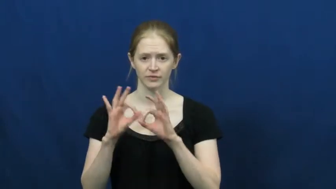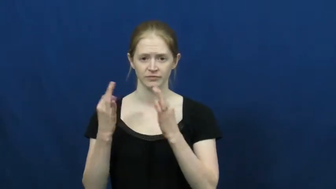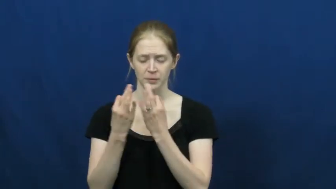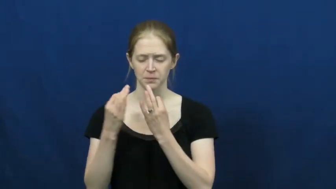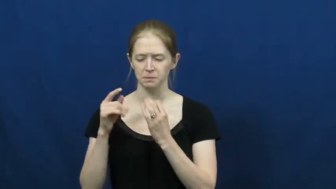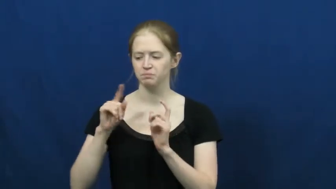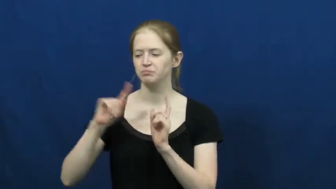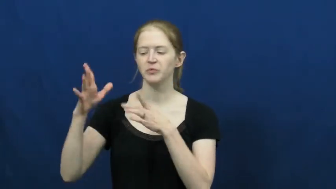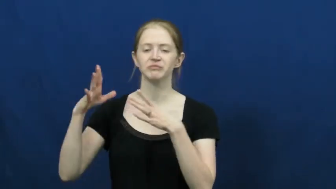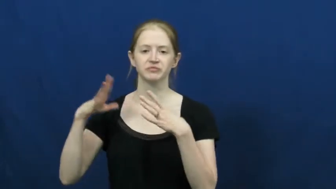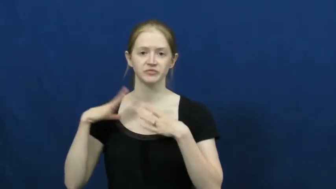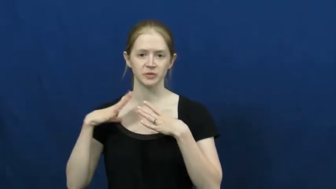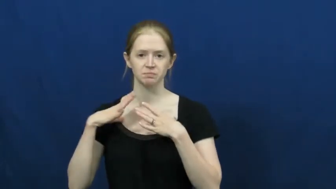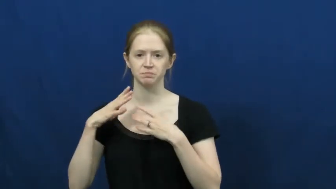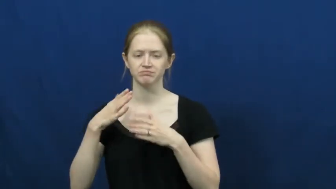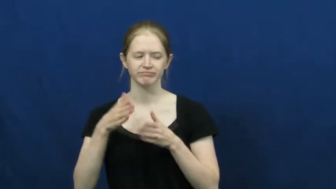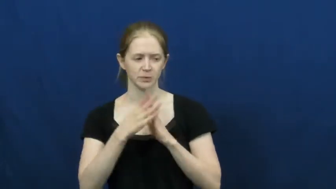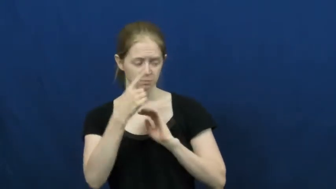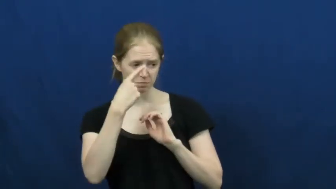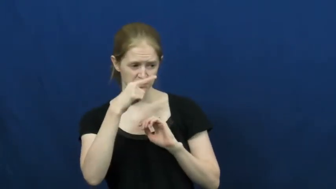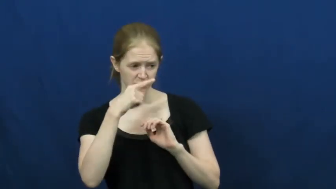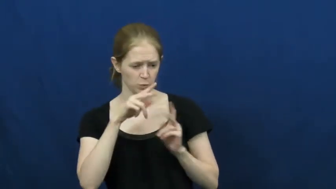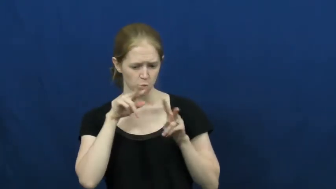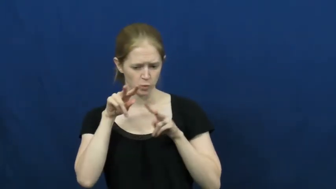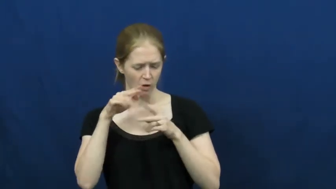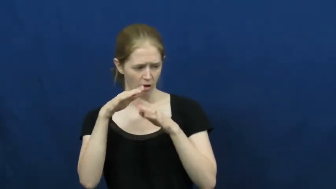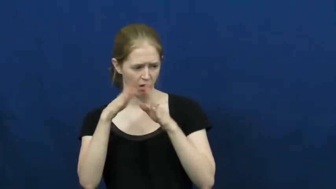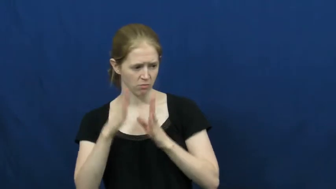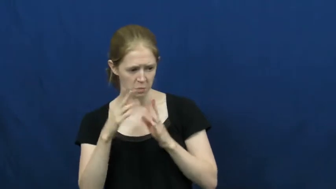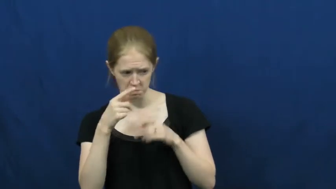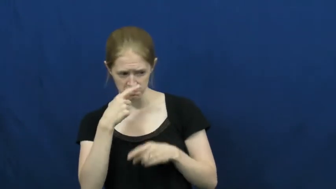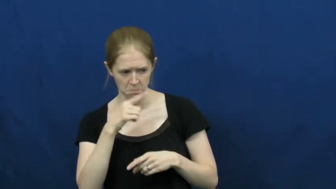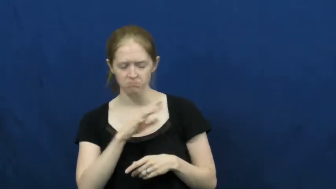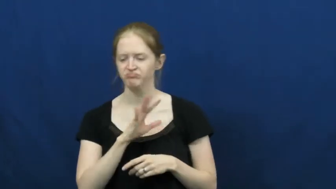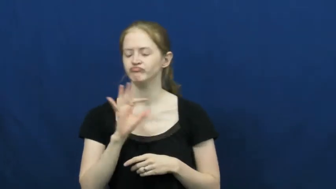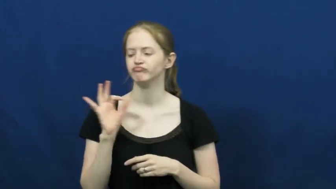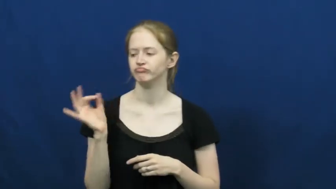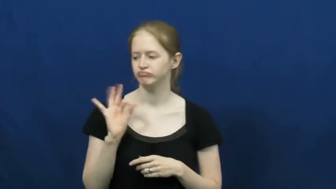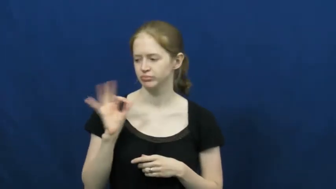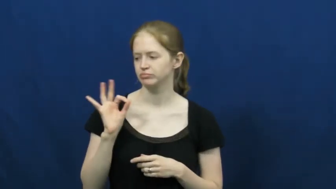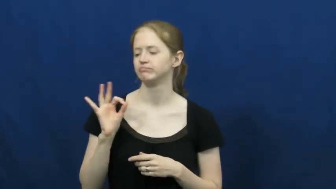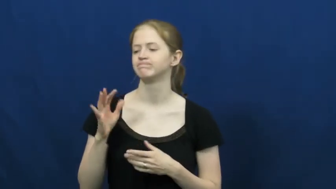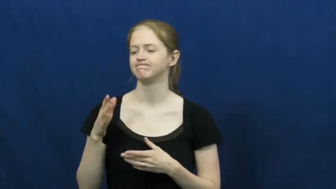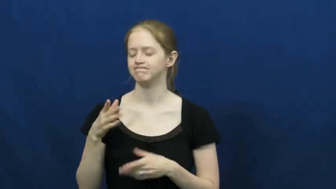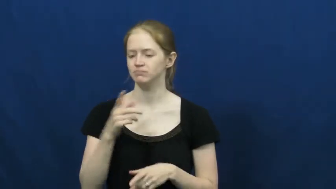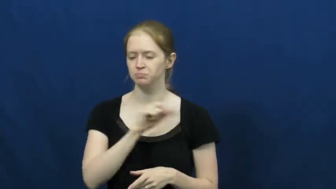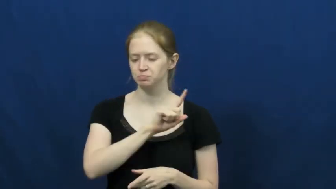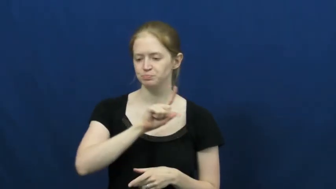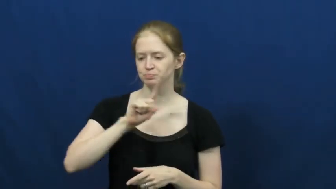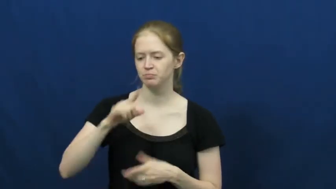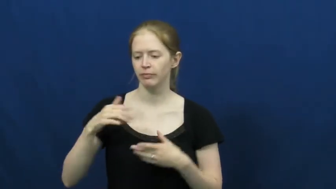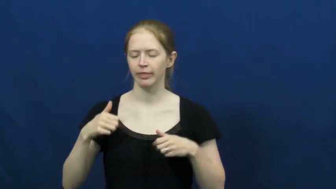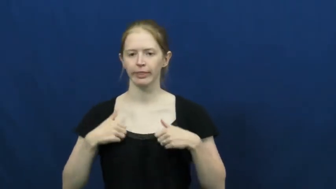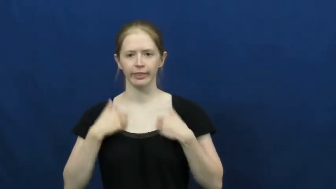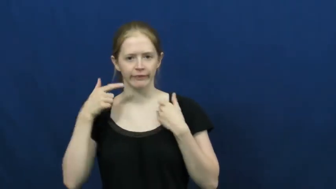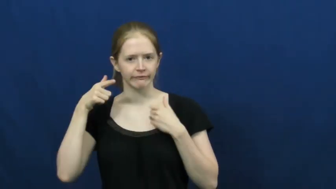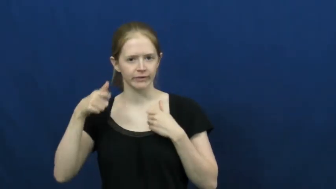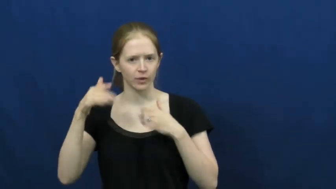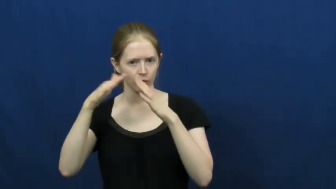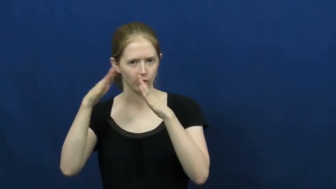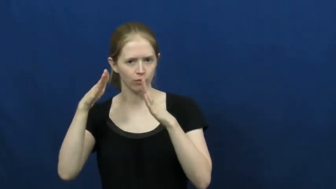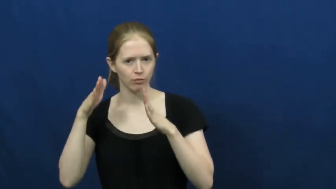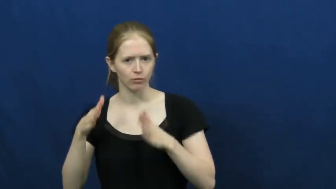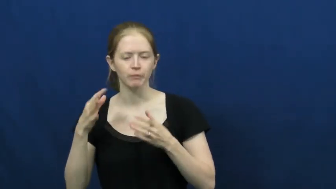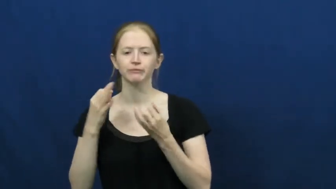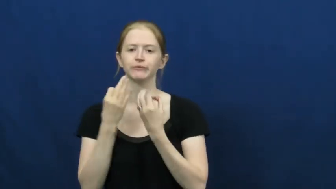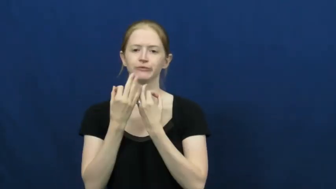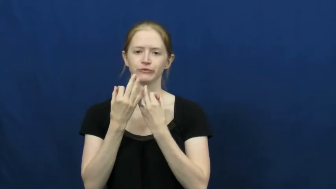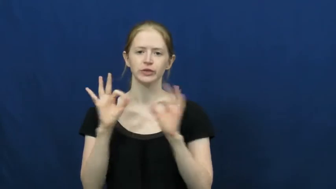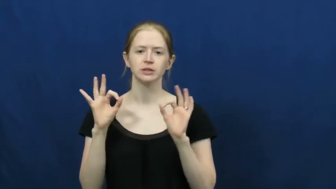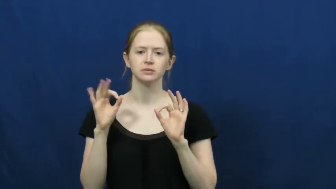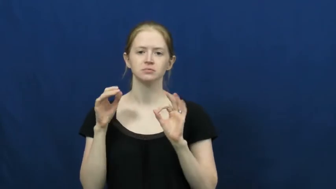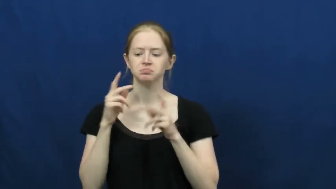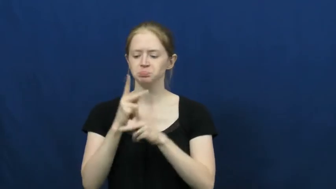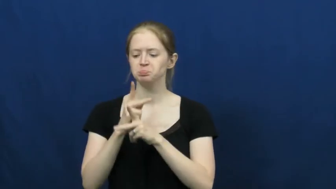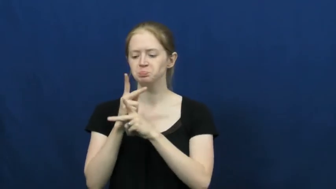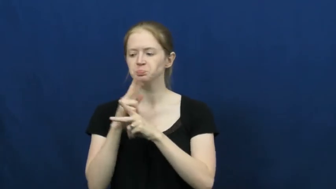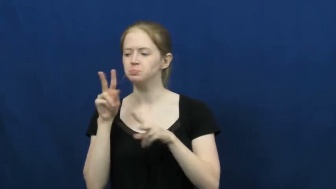house sit